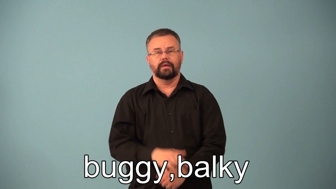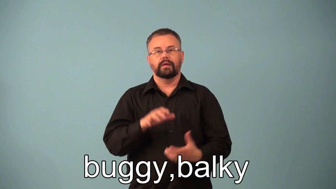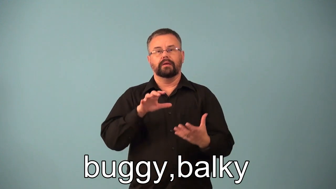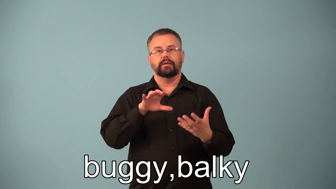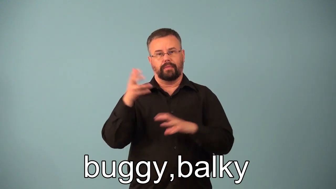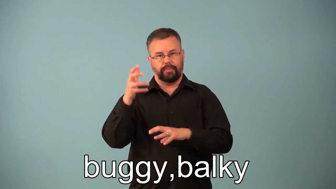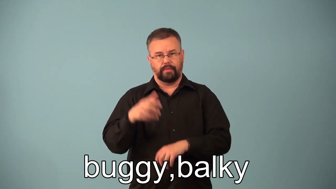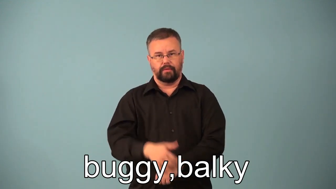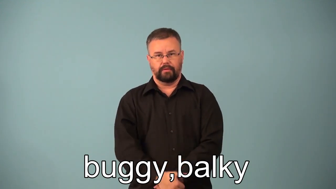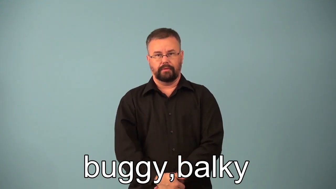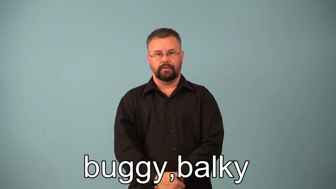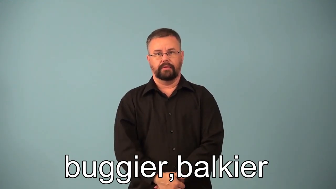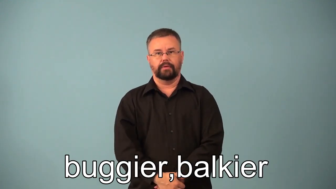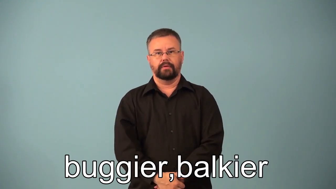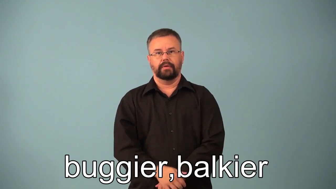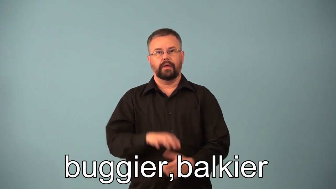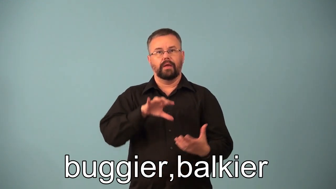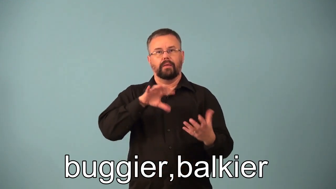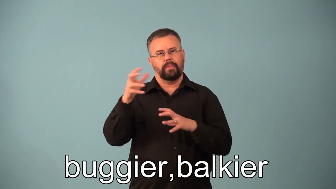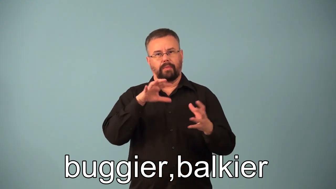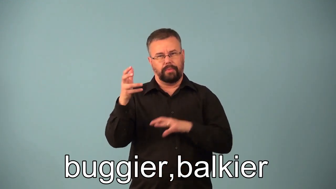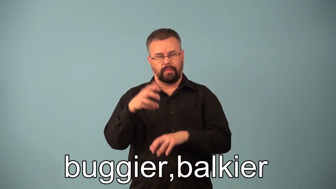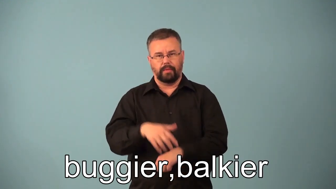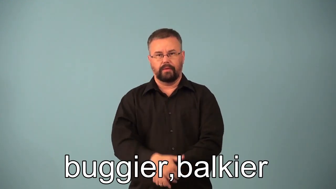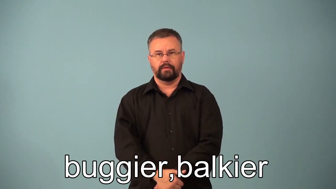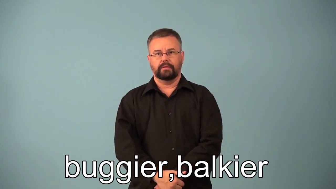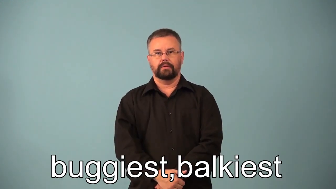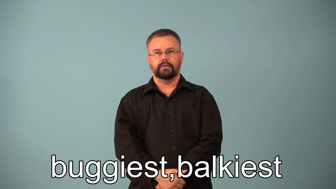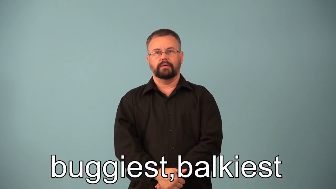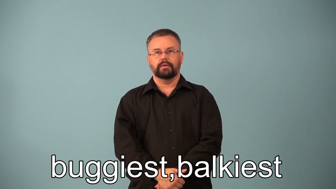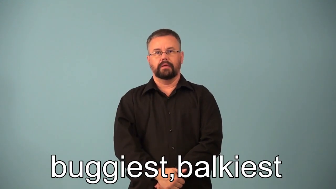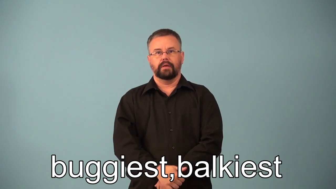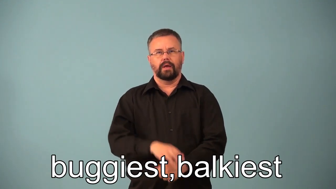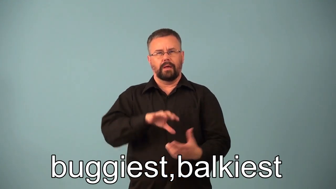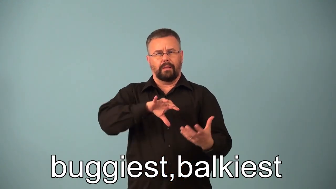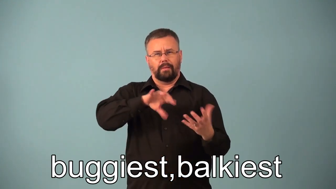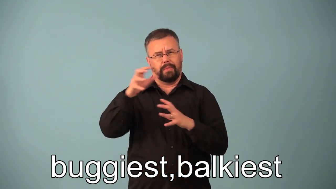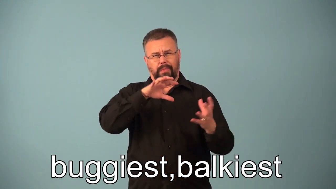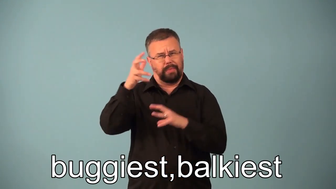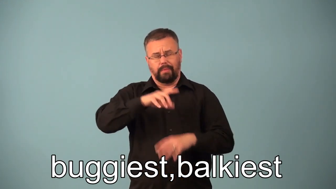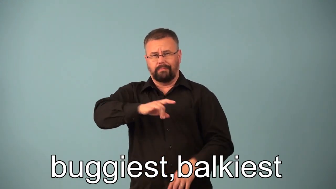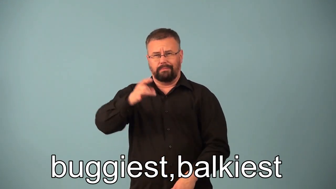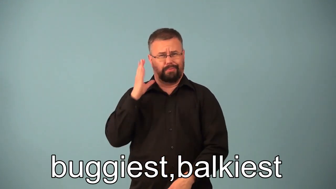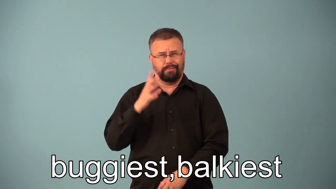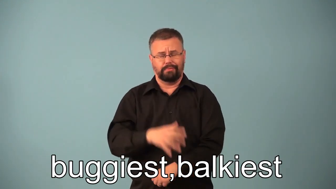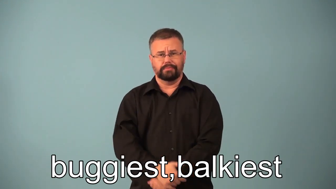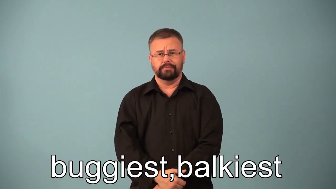buggier,balkier,buggiest,balkiest